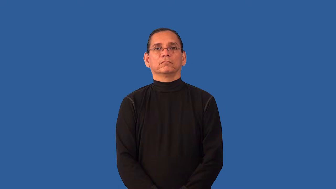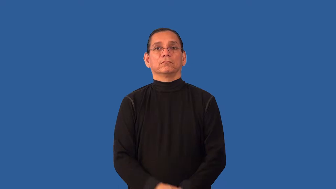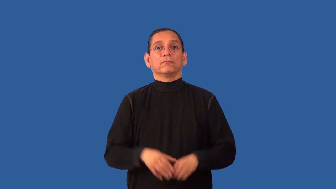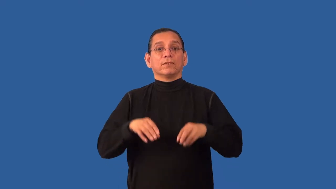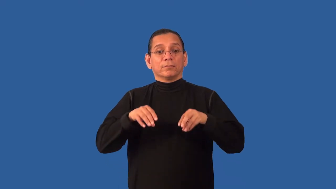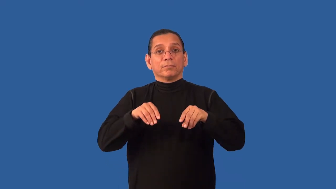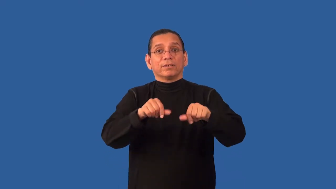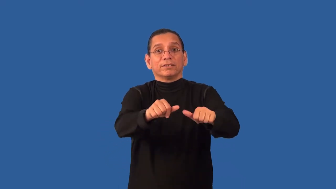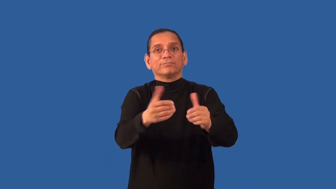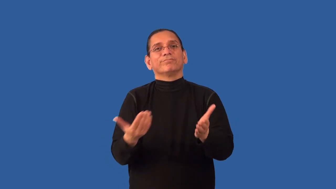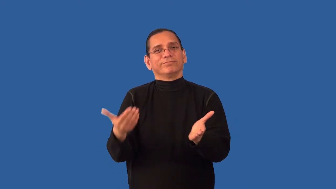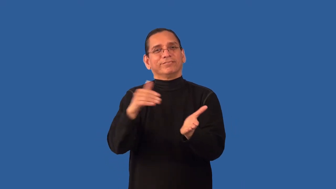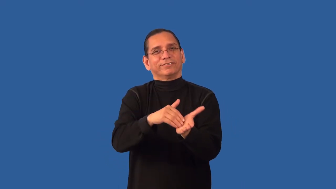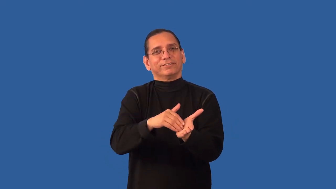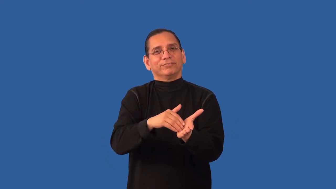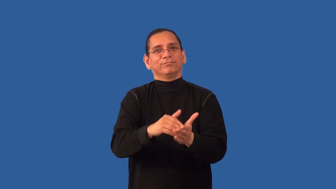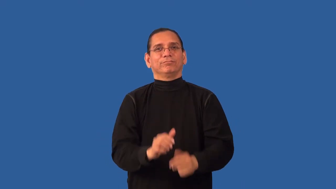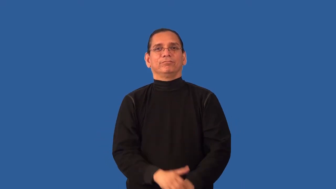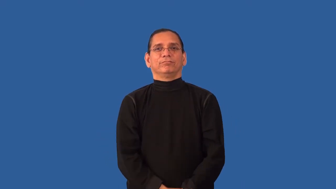replant